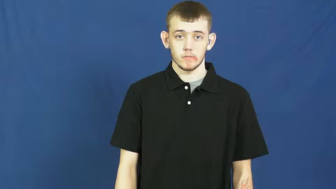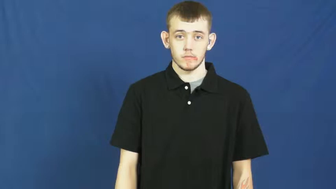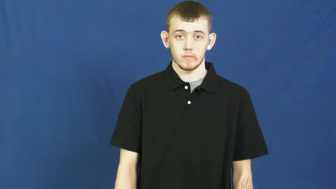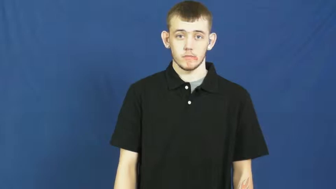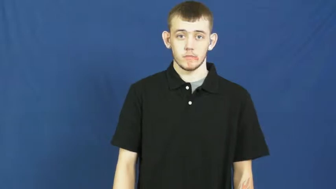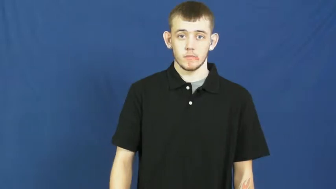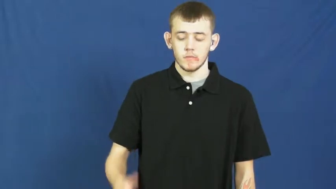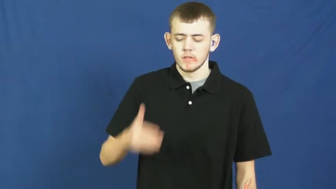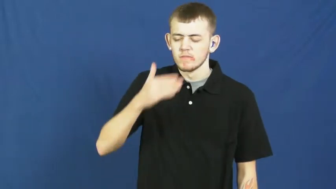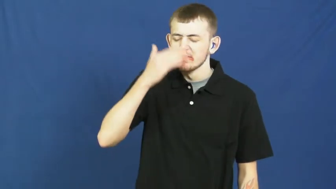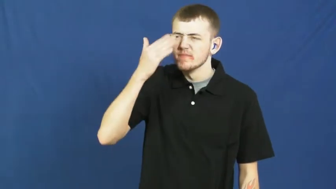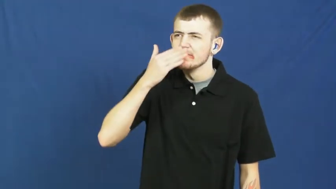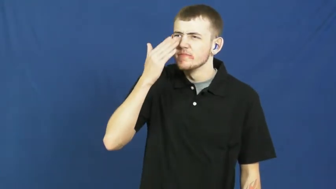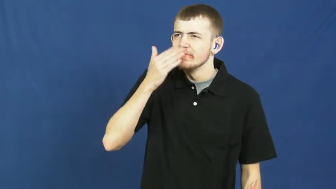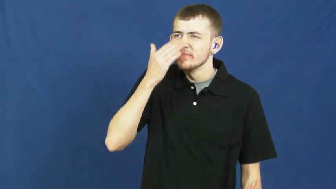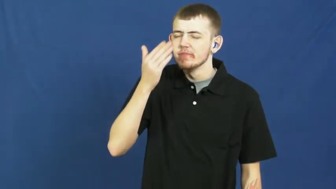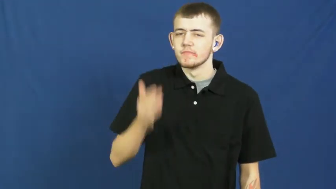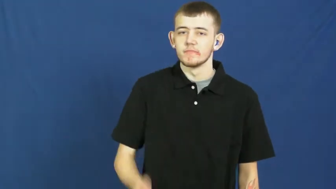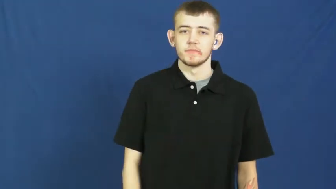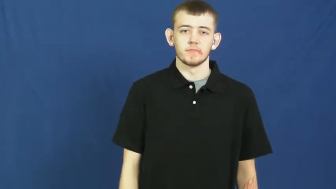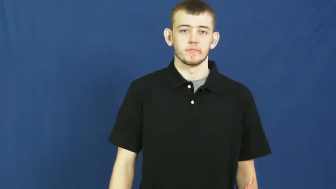smell,olfaction